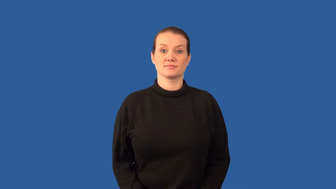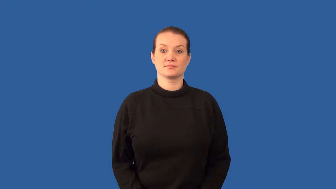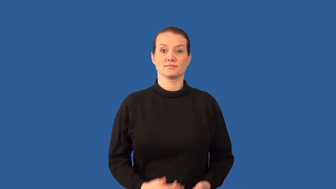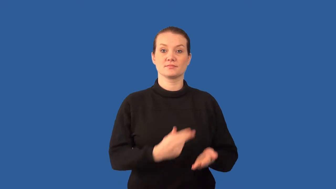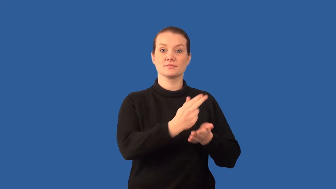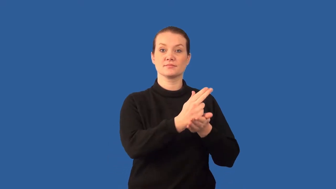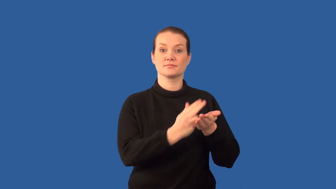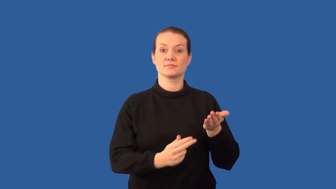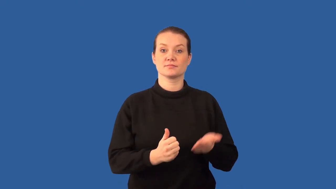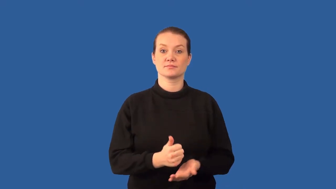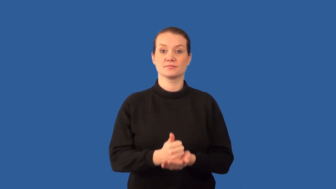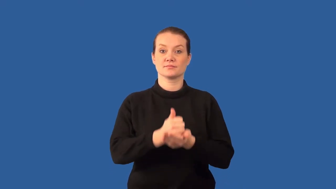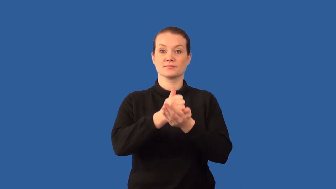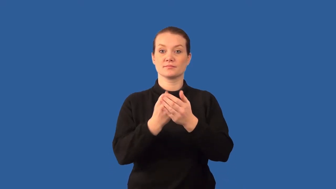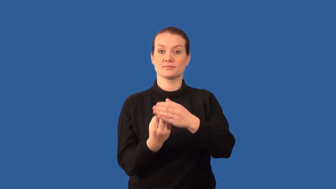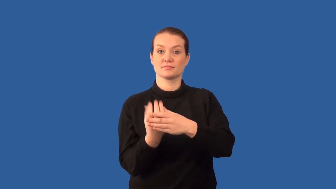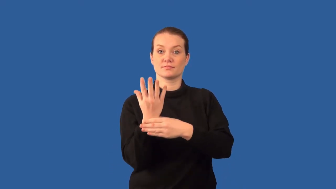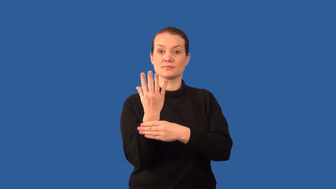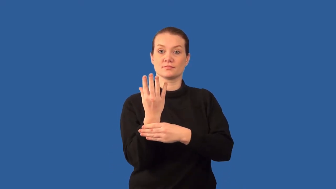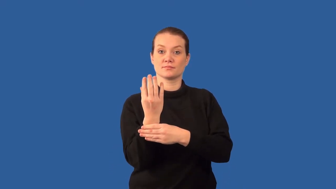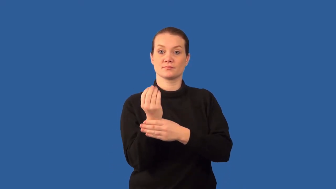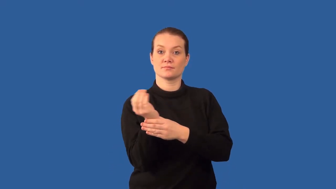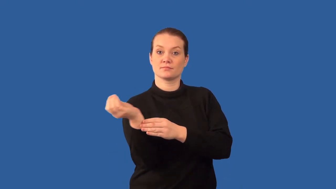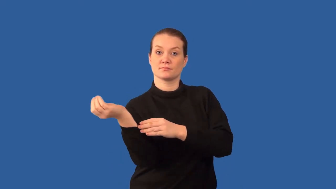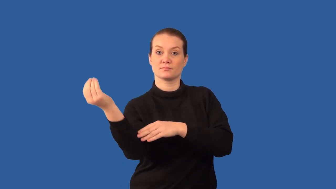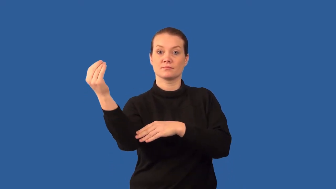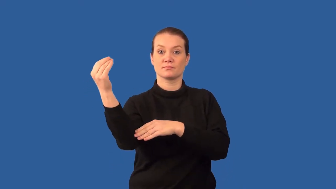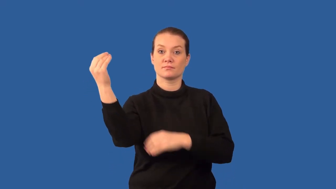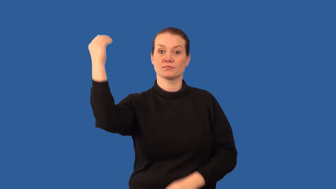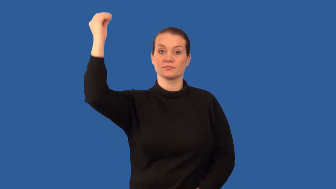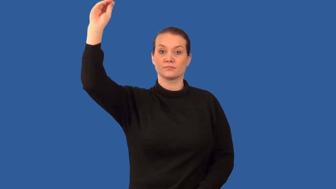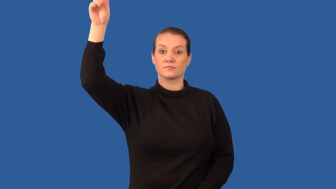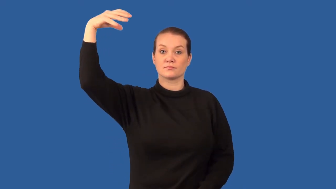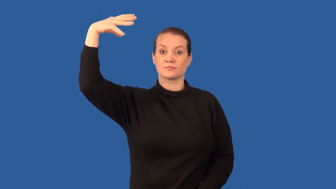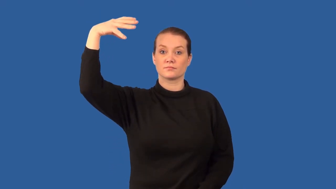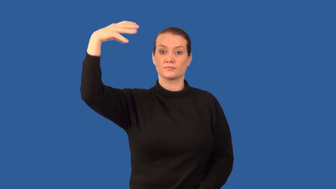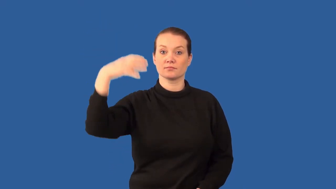auxin